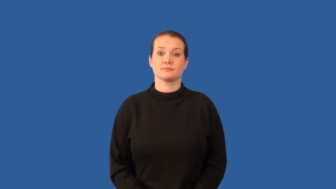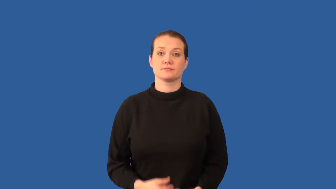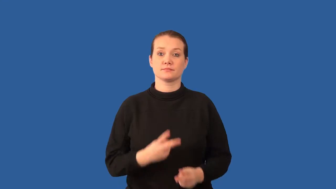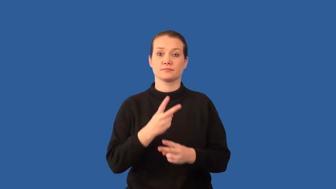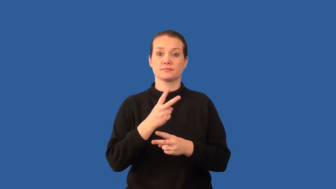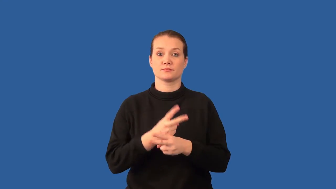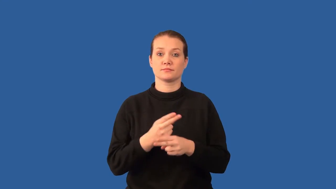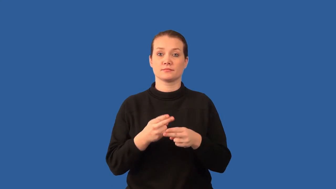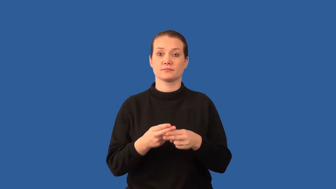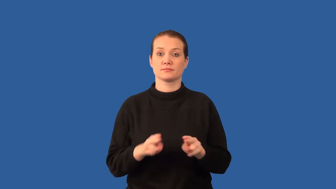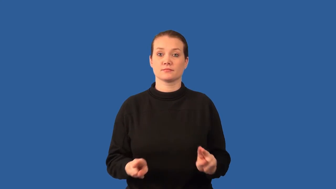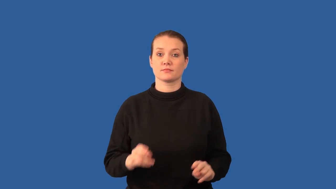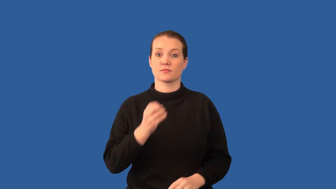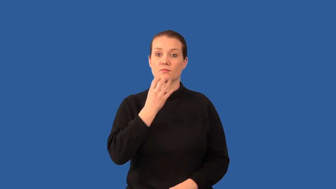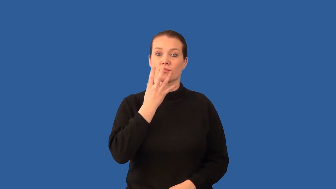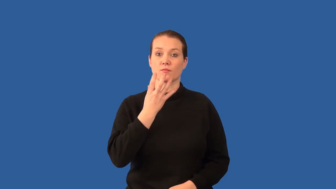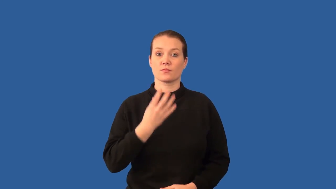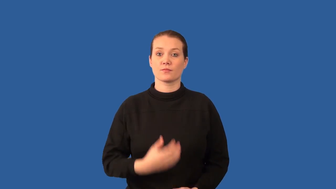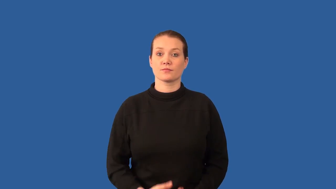incubate-eggs